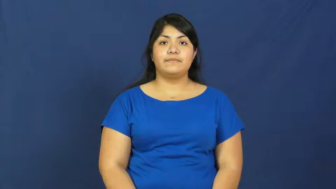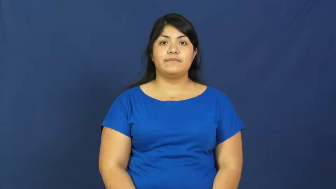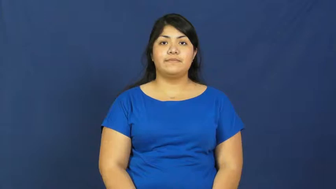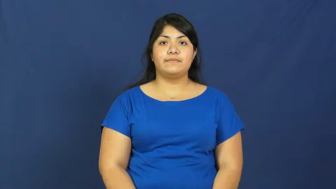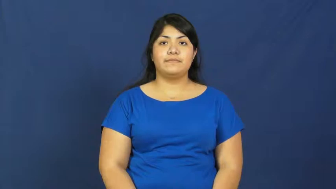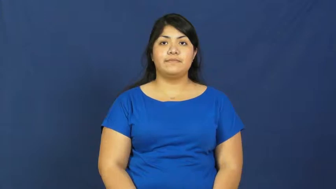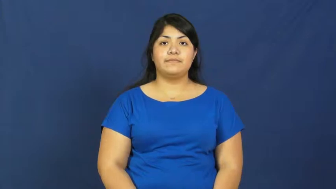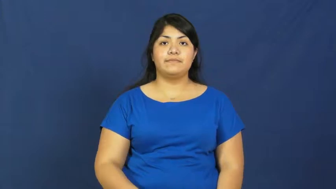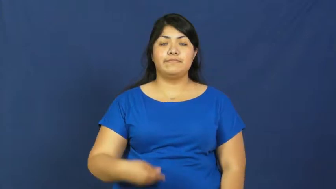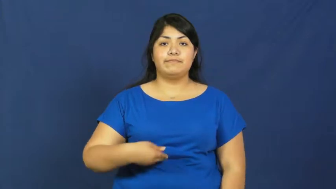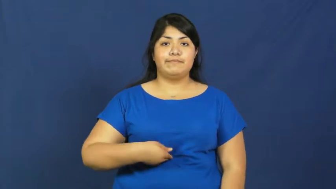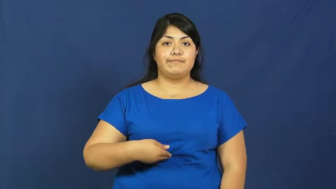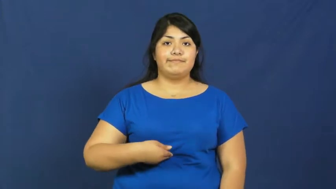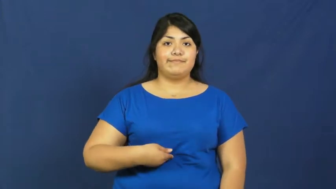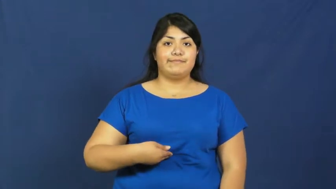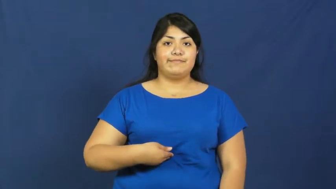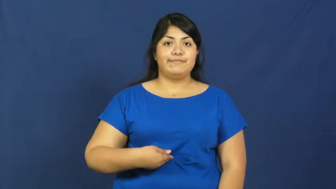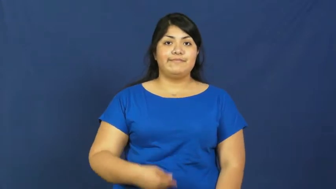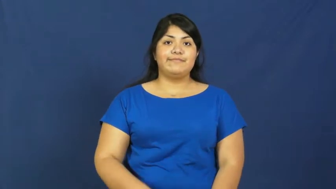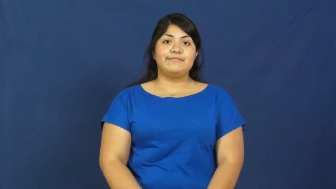stomach,gut,belly,breadbasket,gastric,celiac